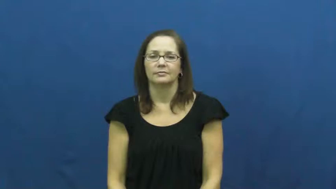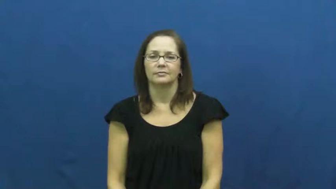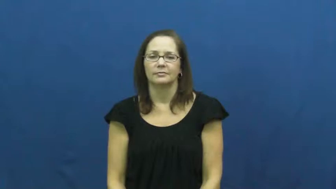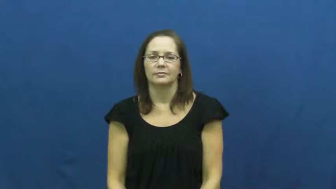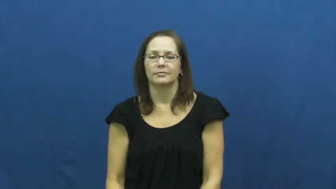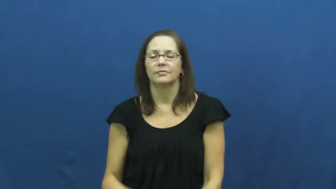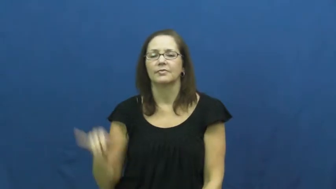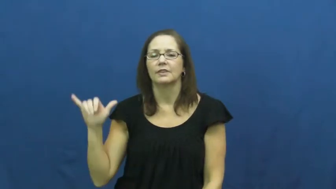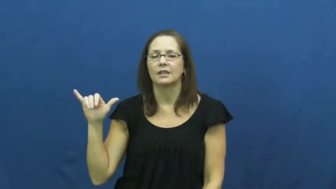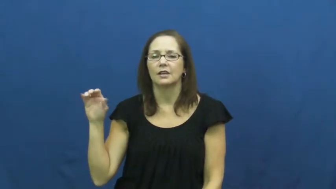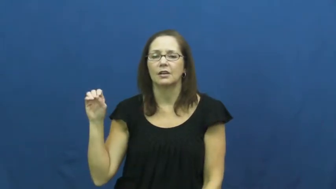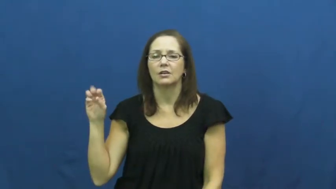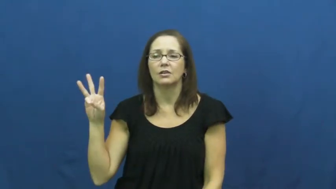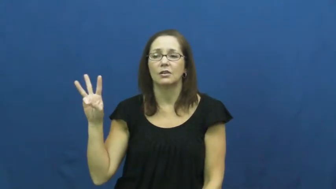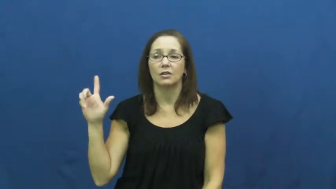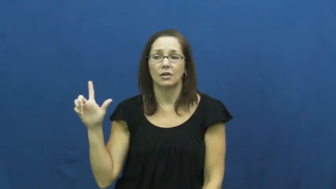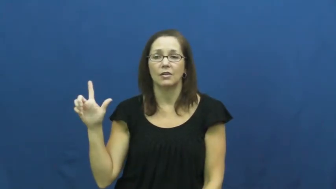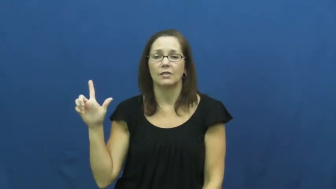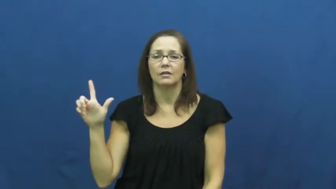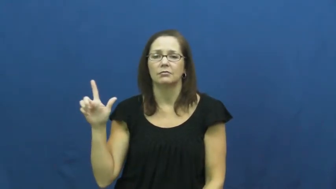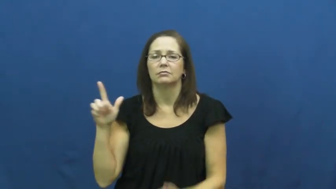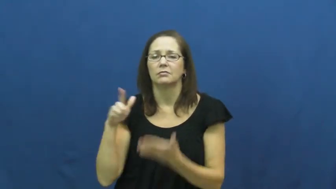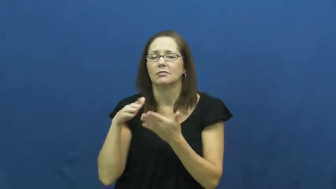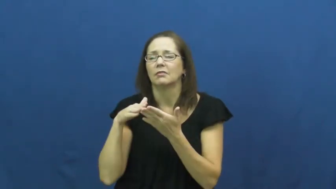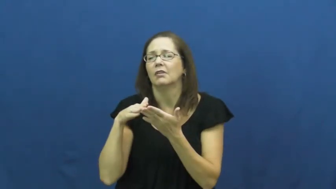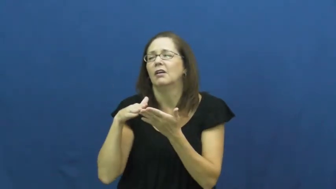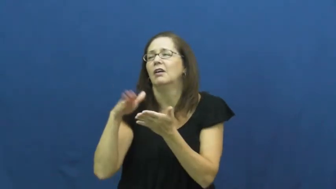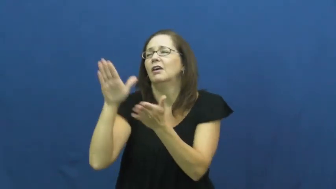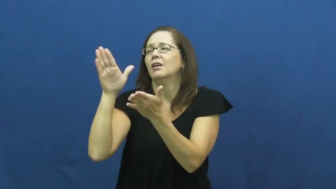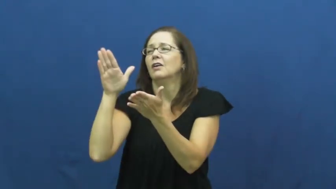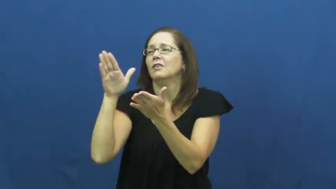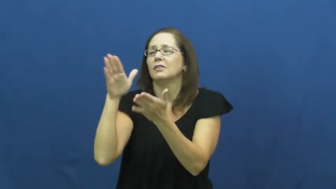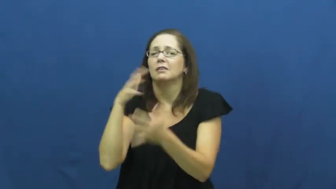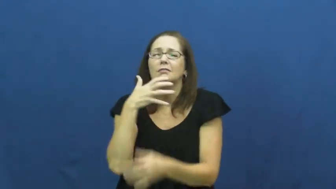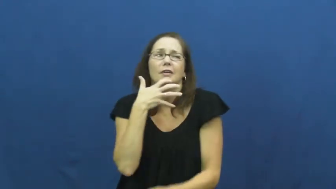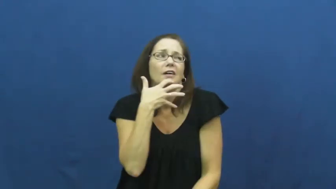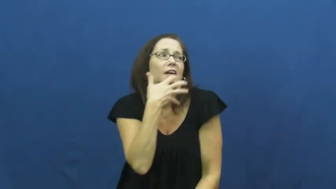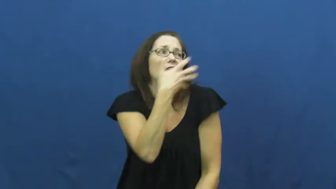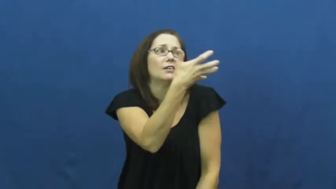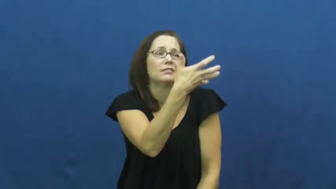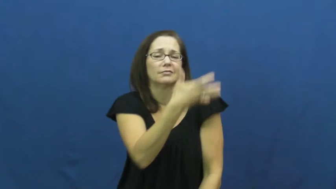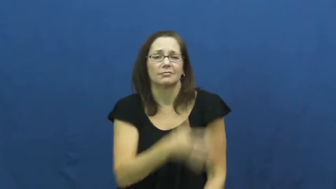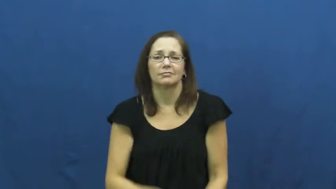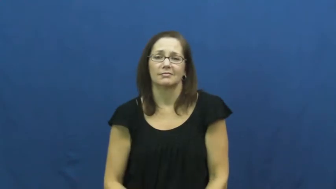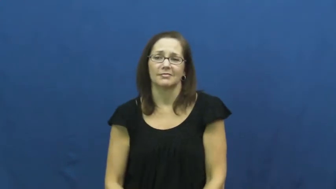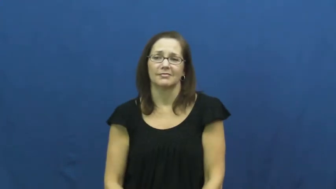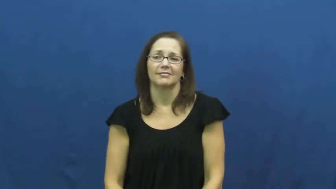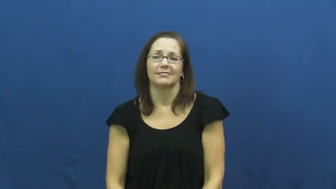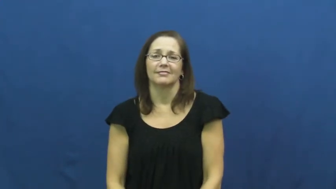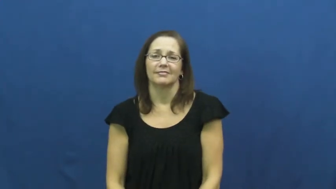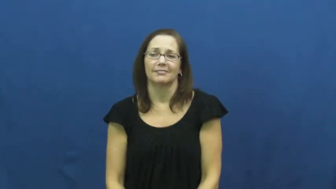yowl